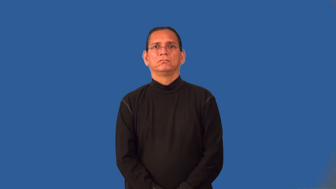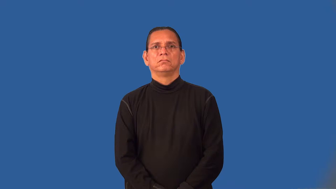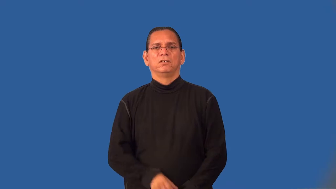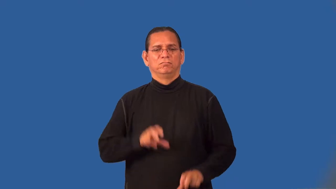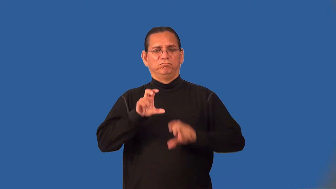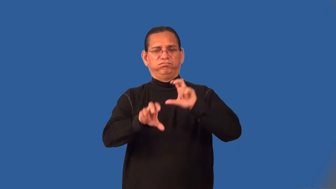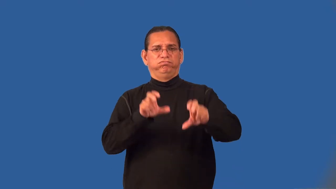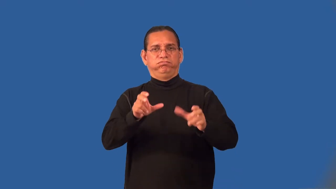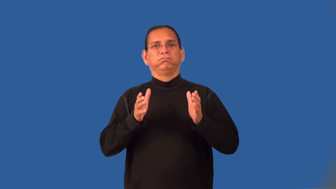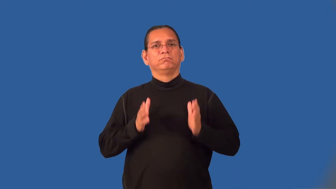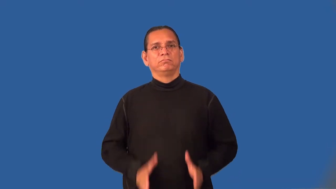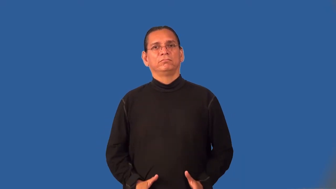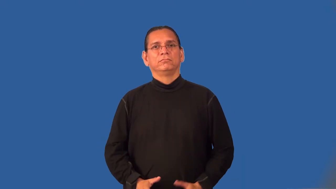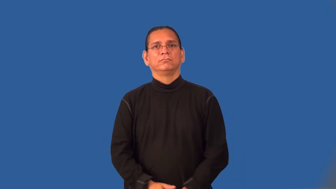investor